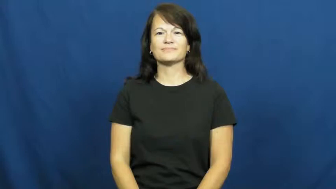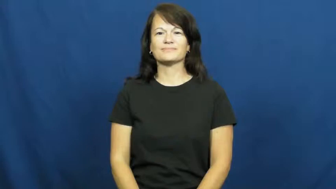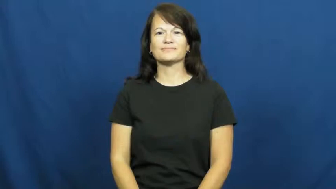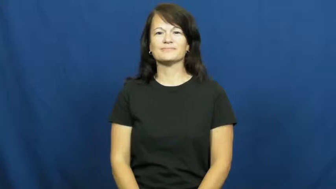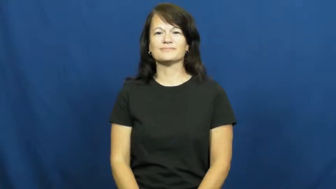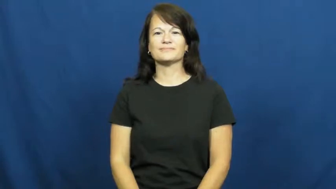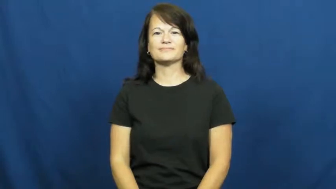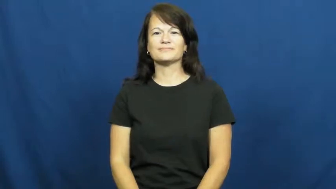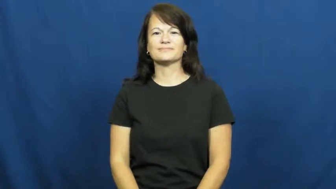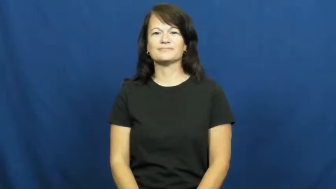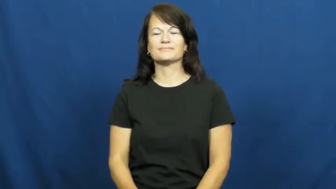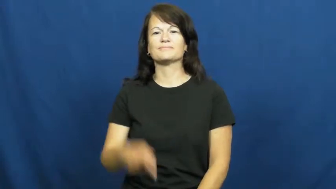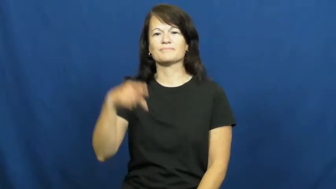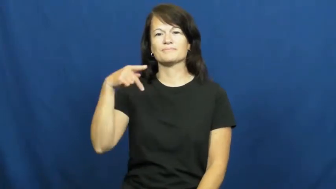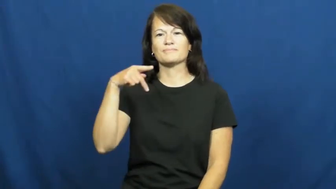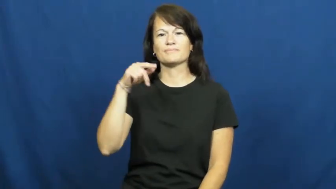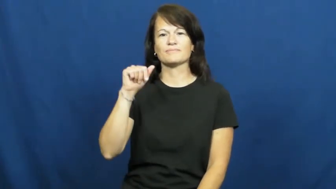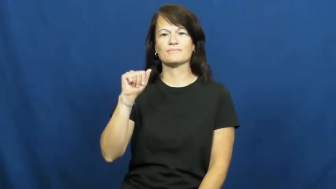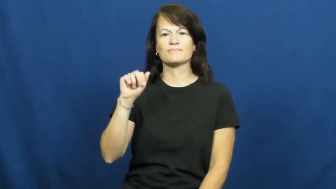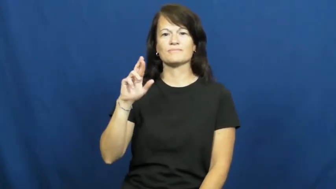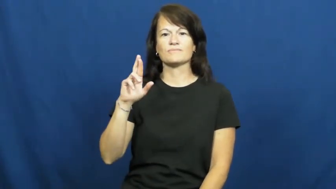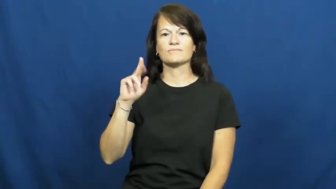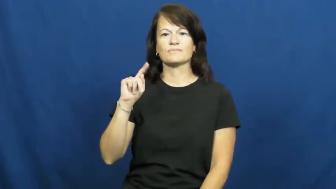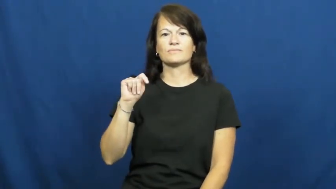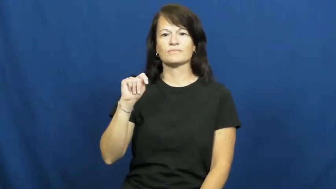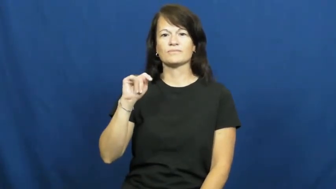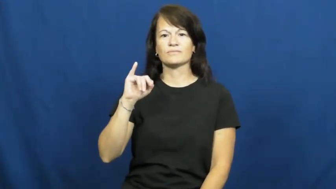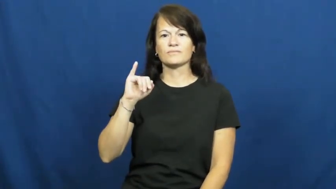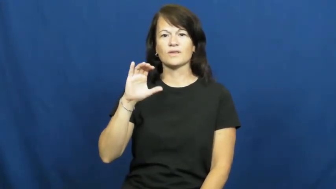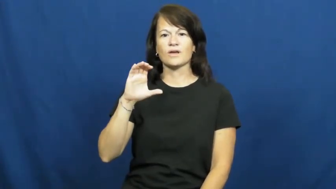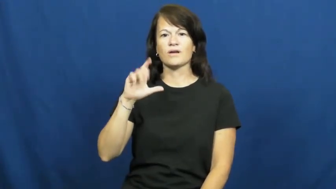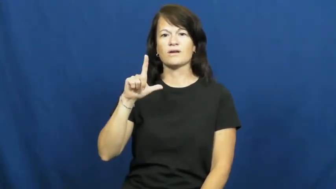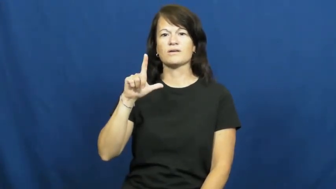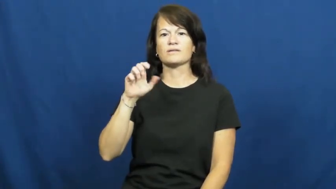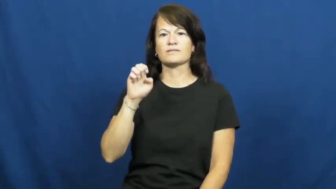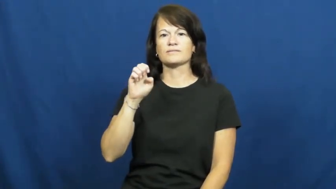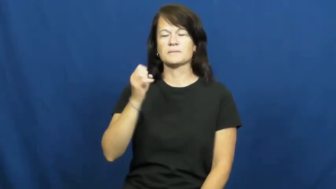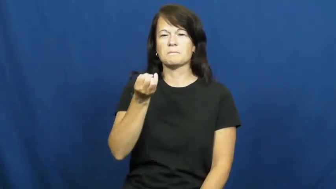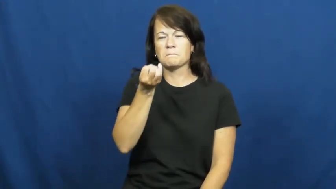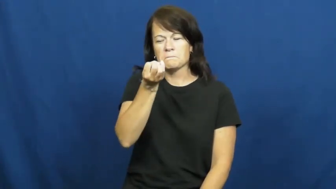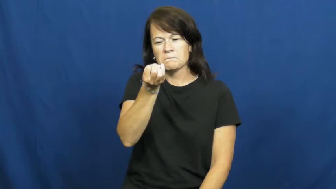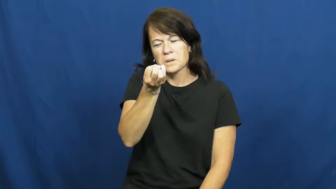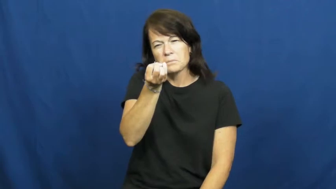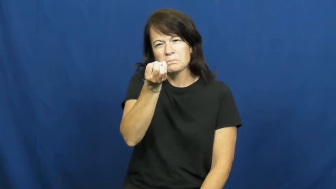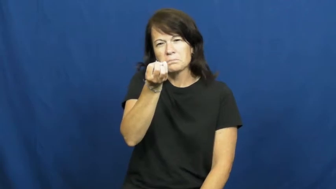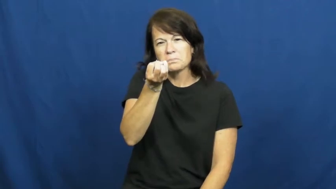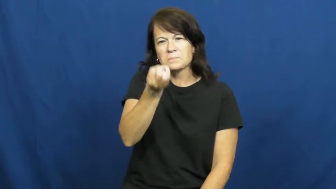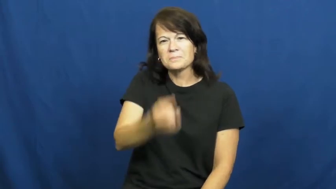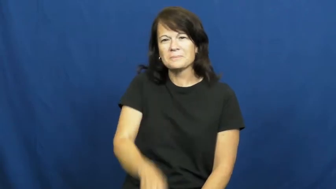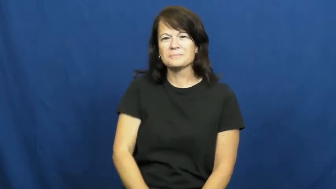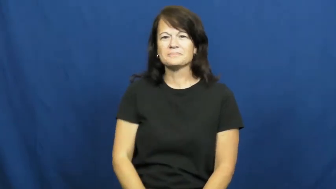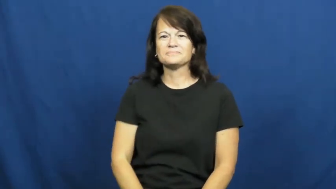particle